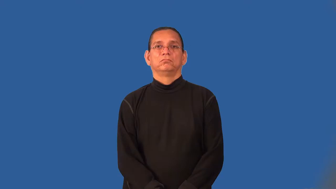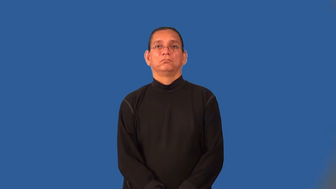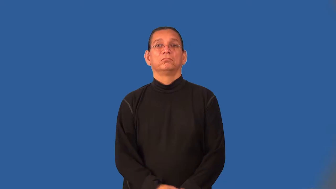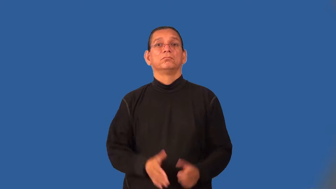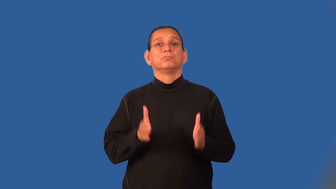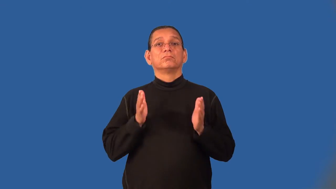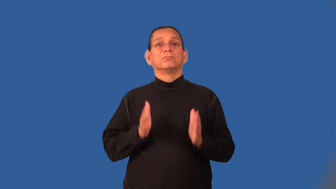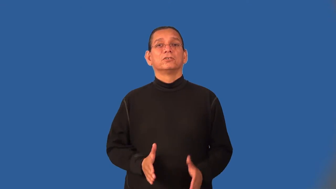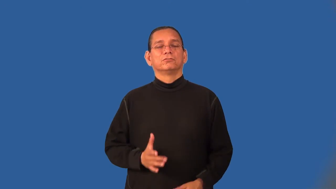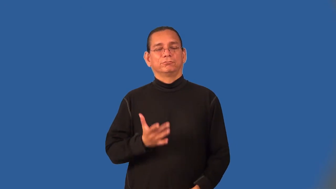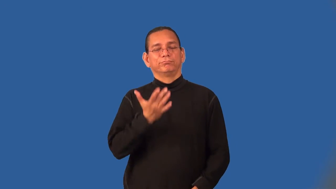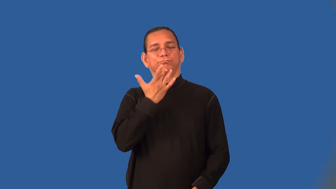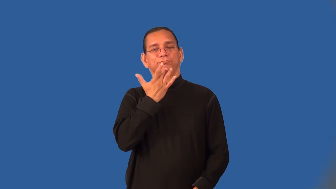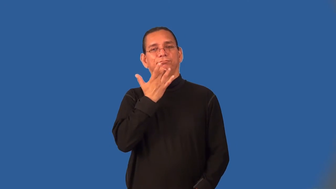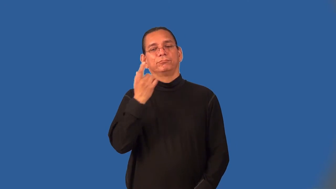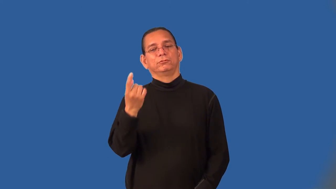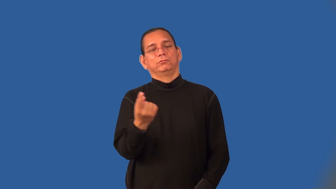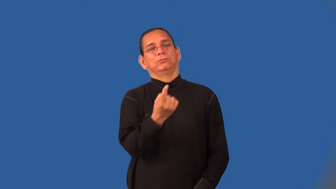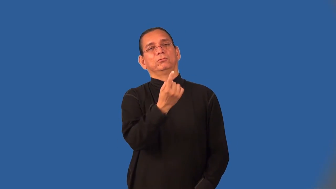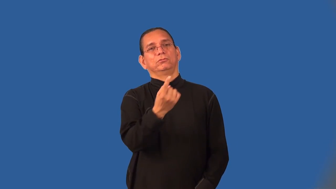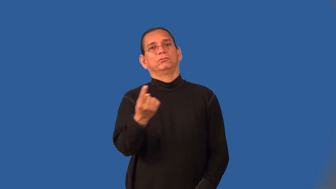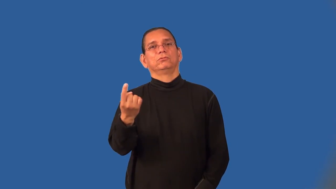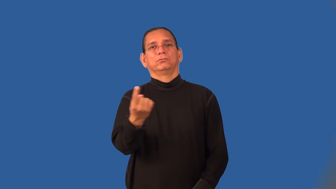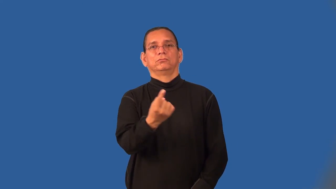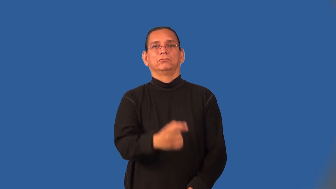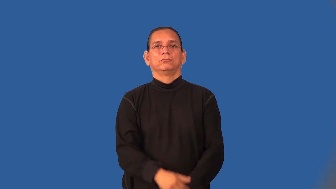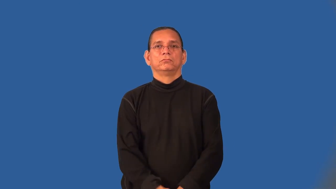loner